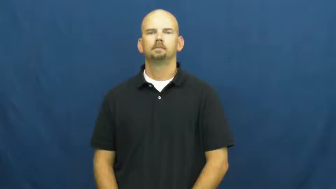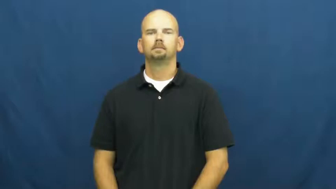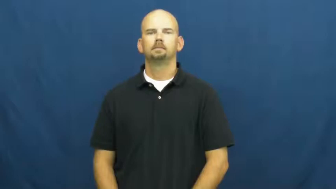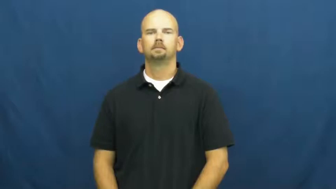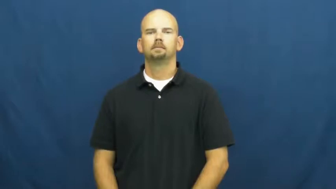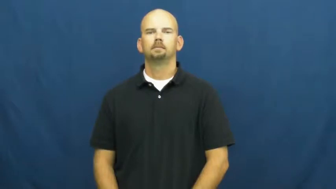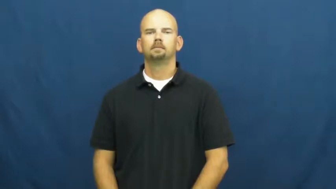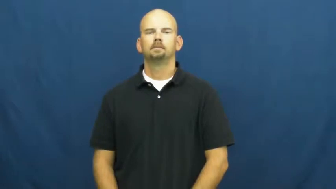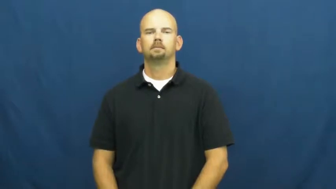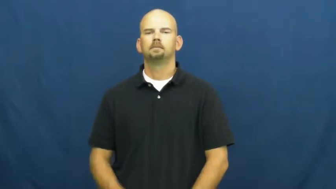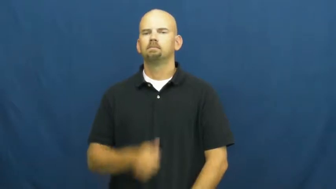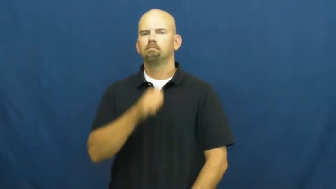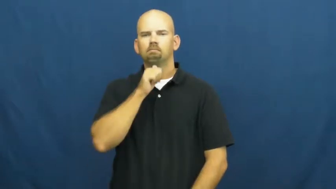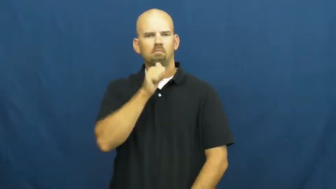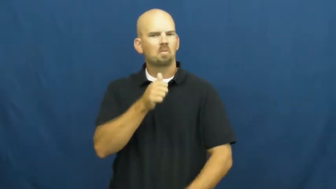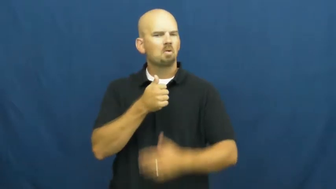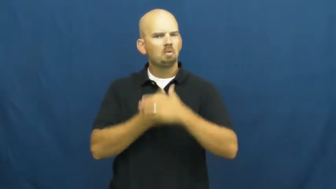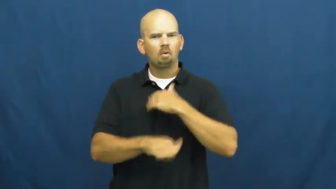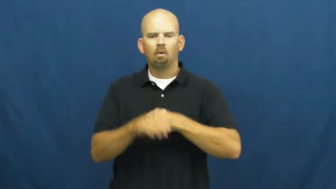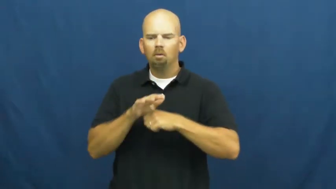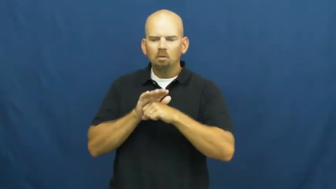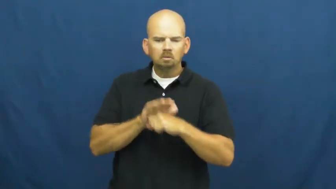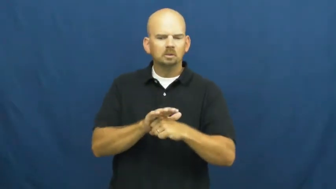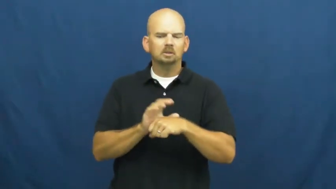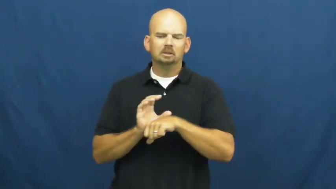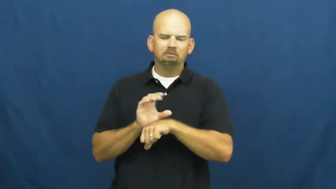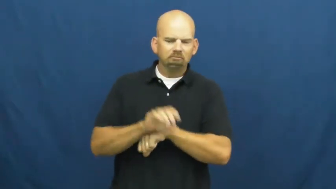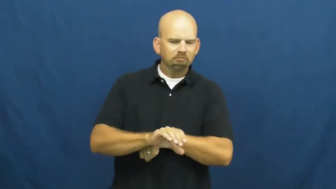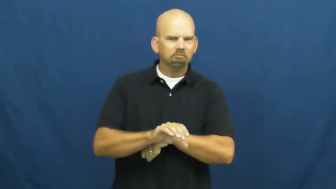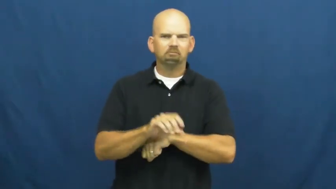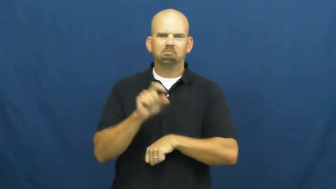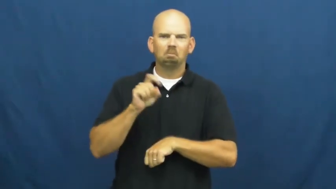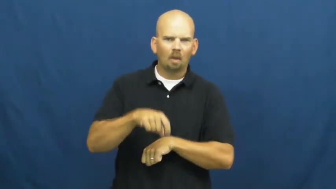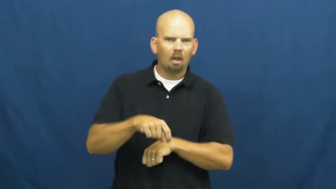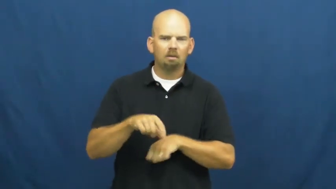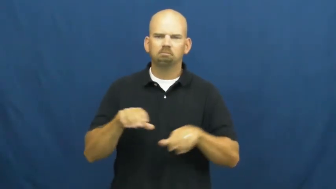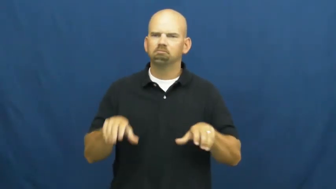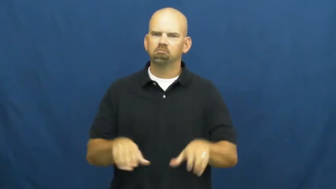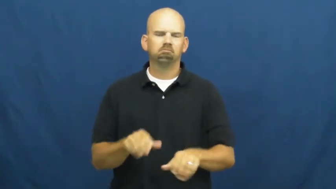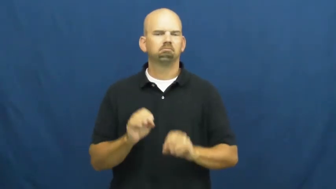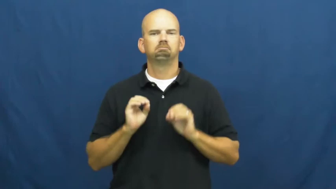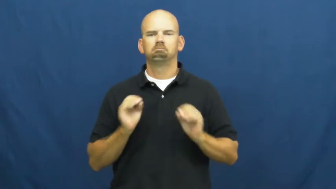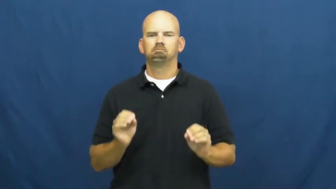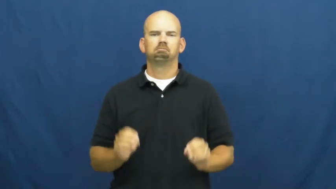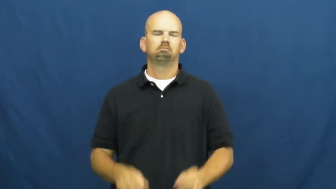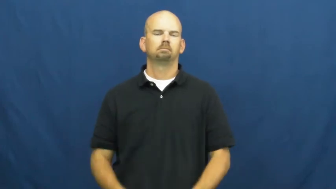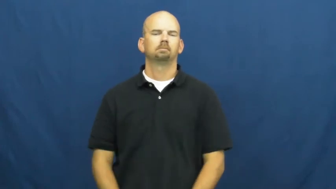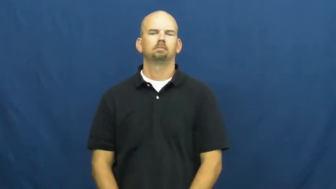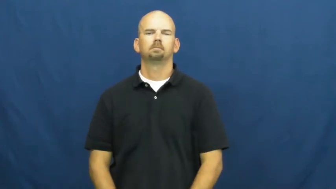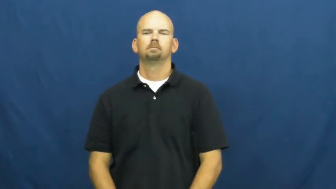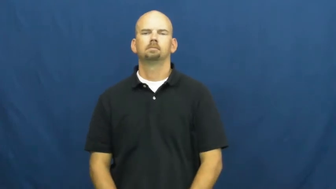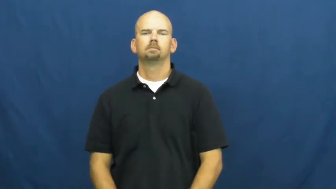unconstrained